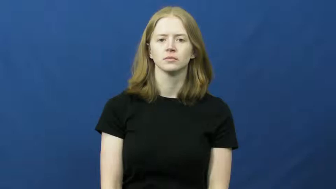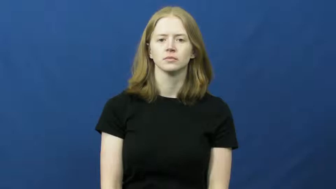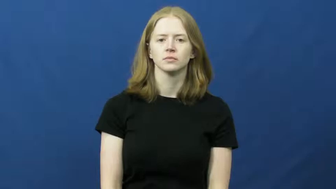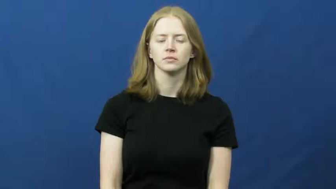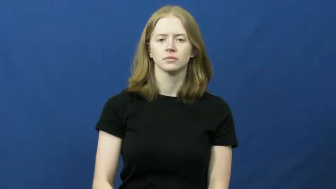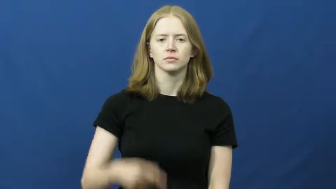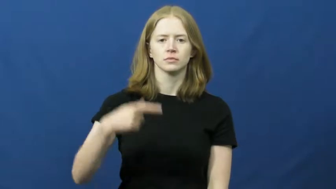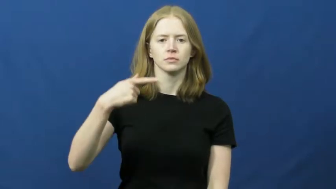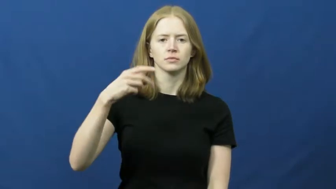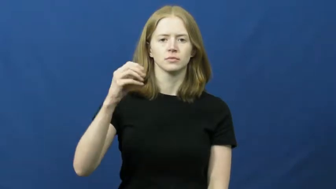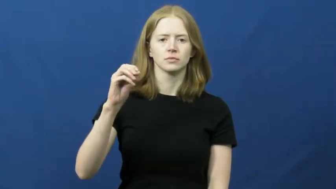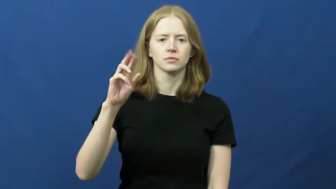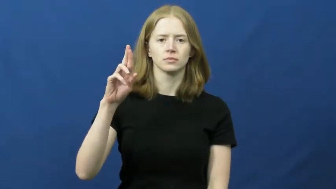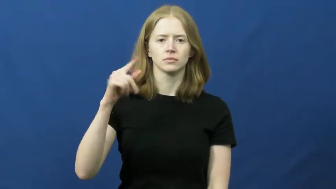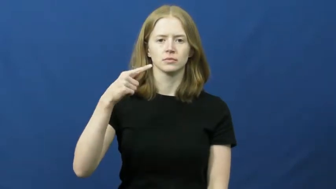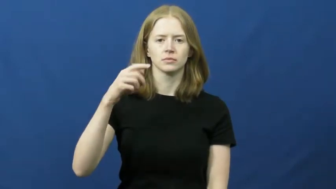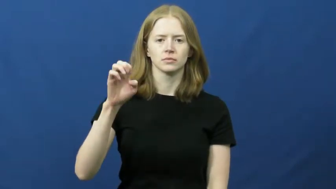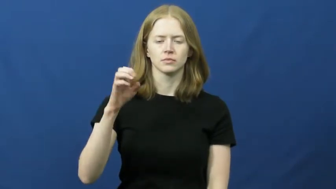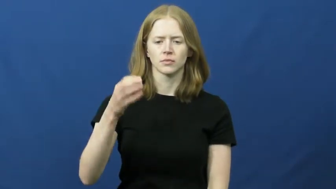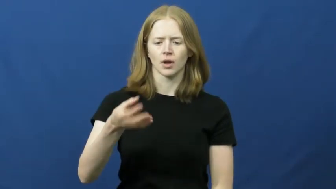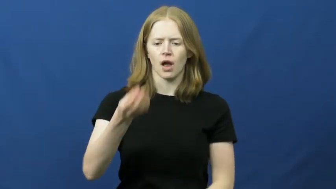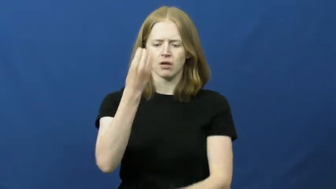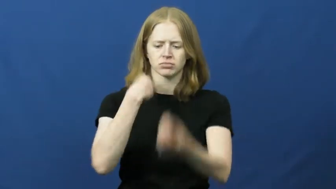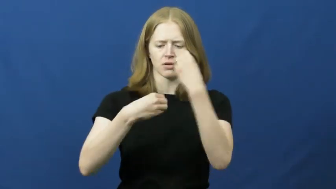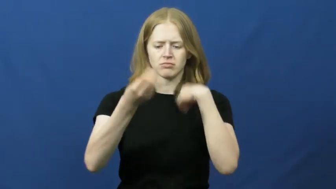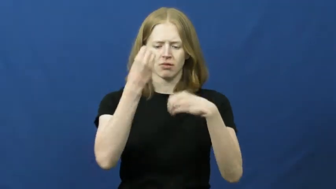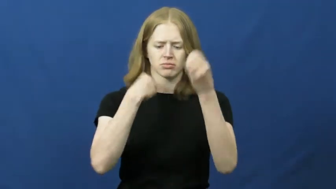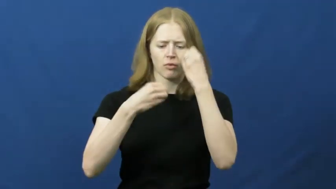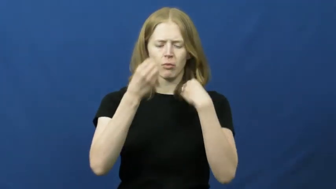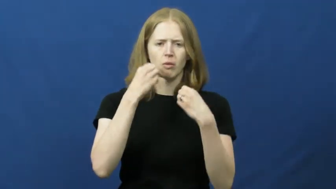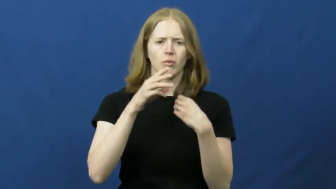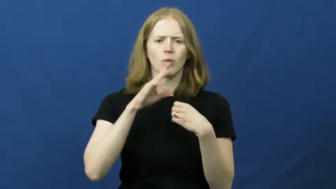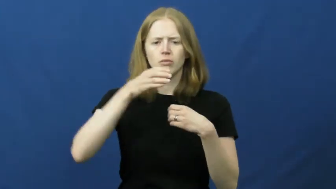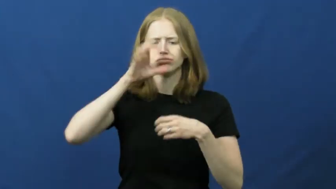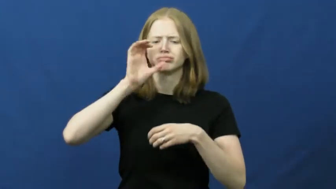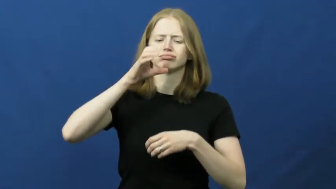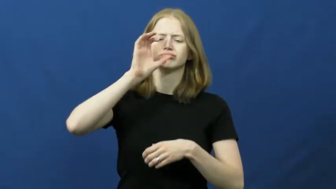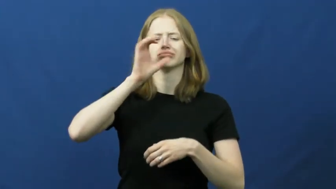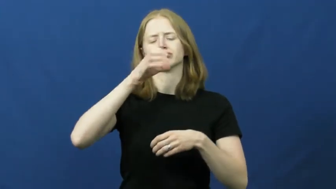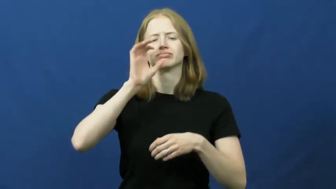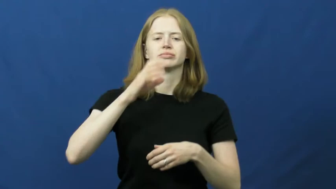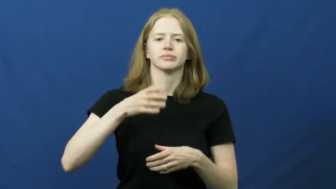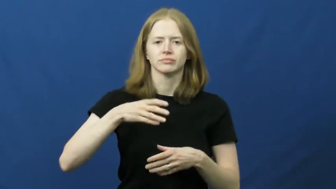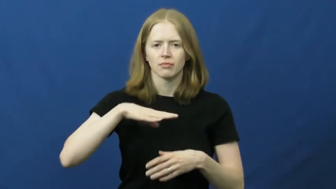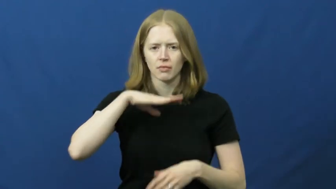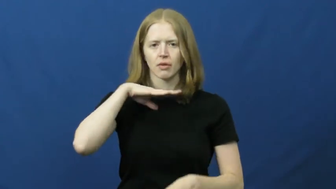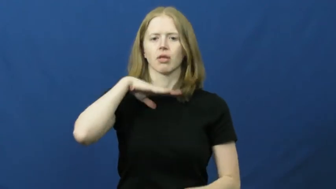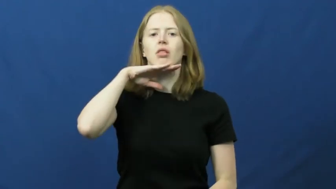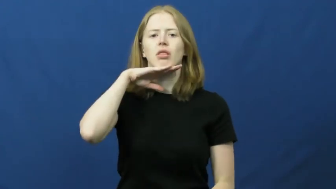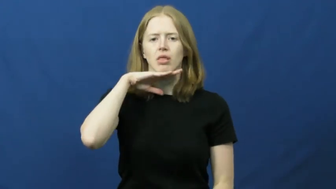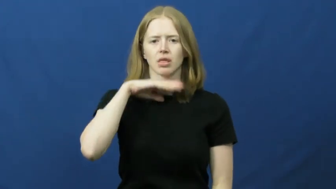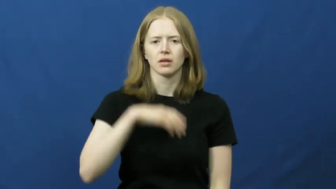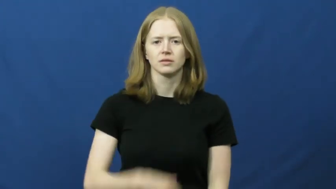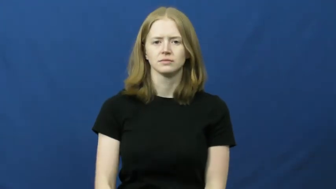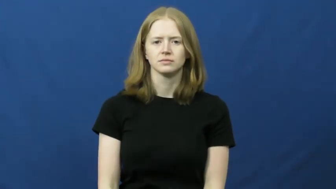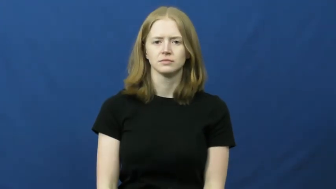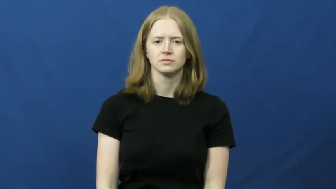gorge,engorge-eat